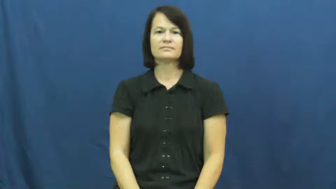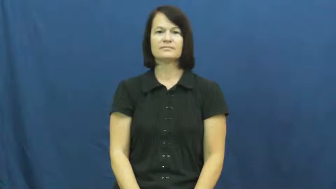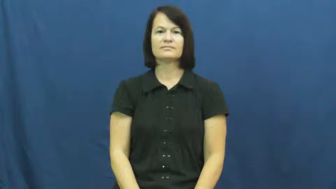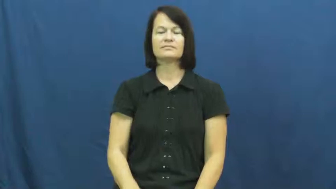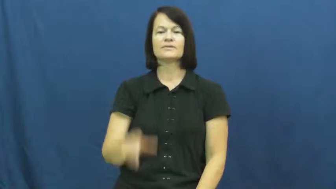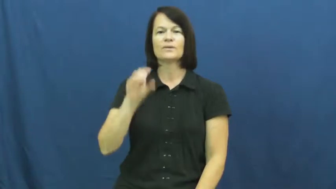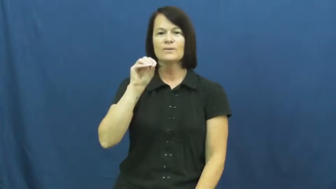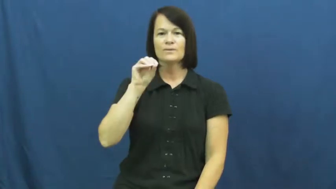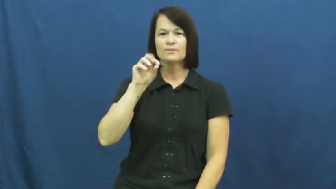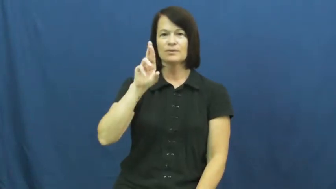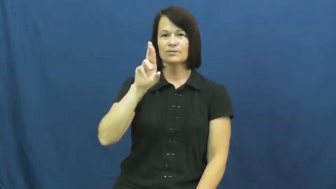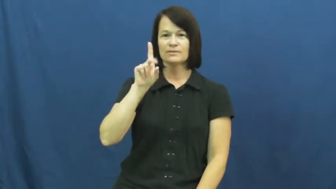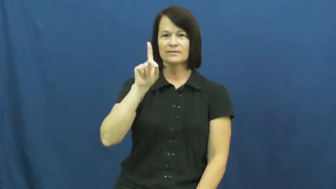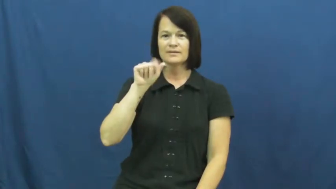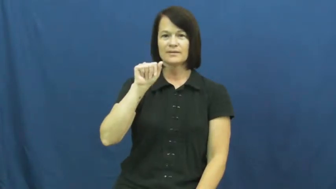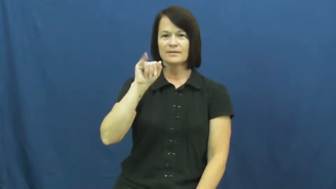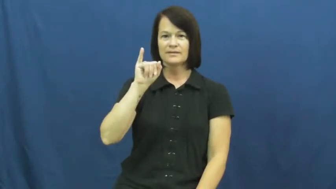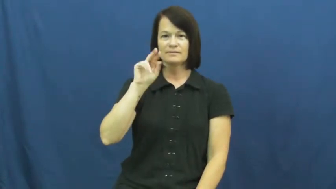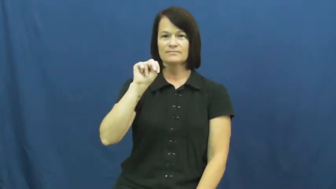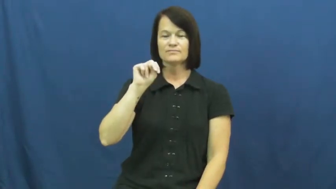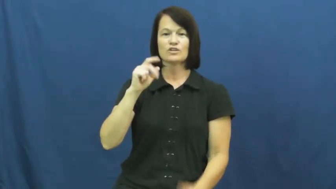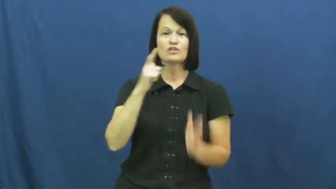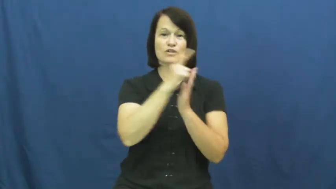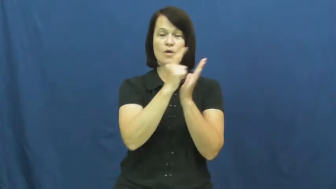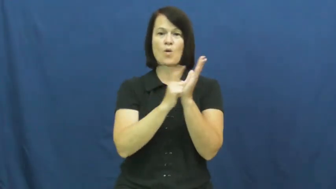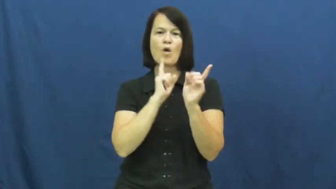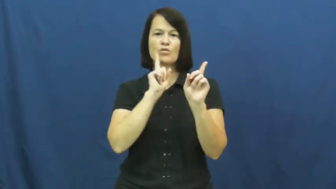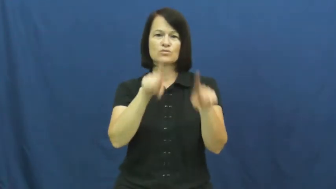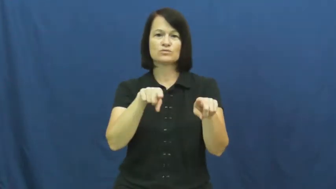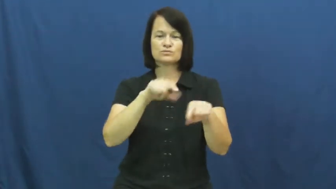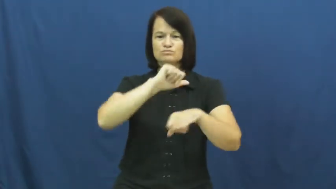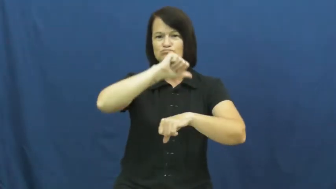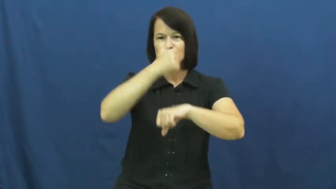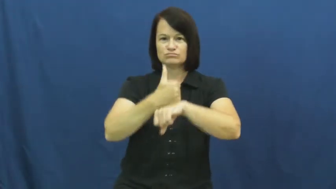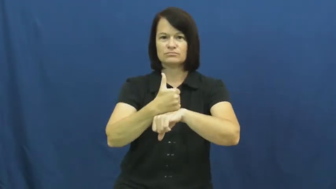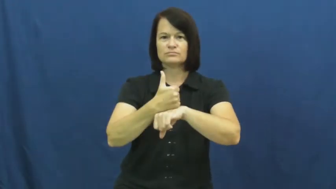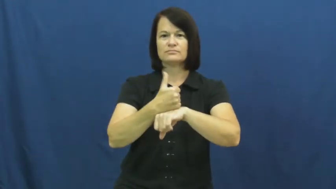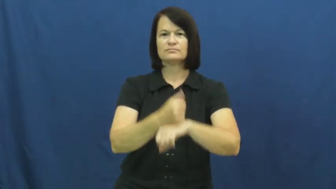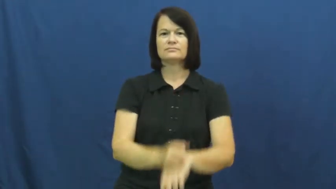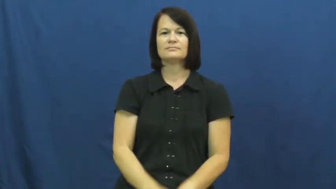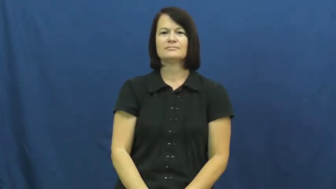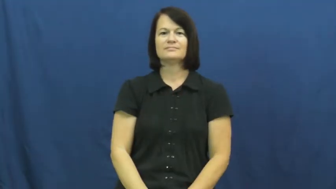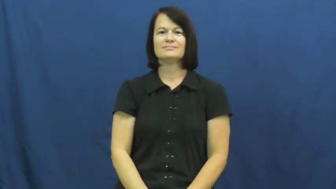ordain-law